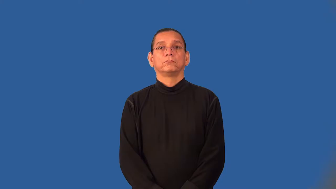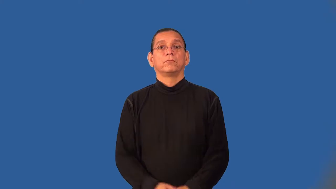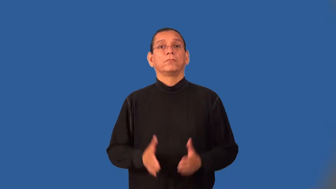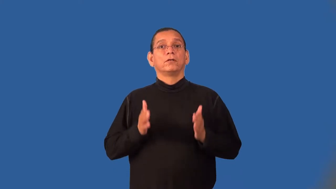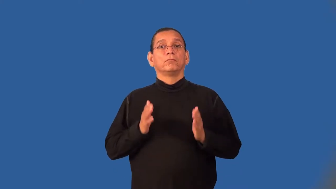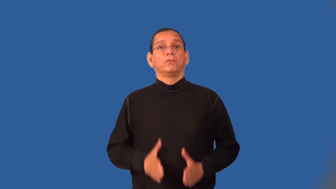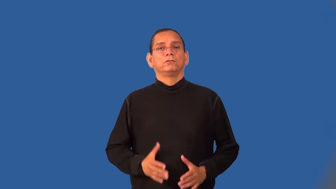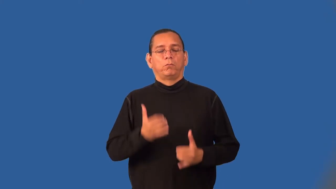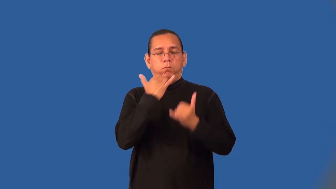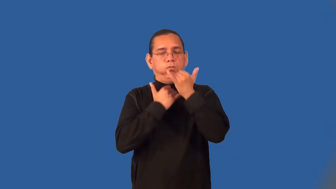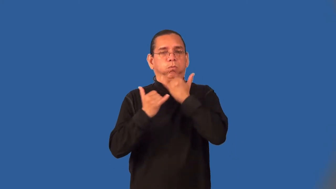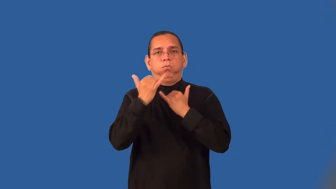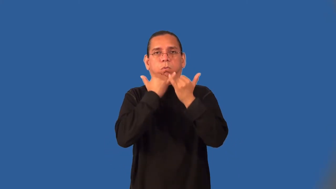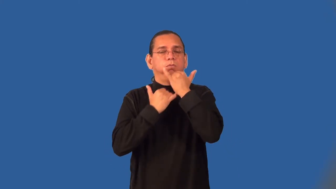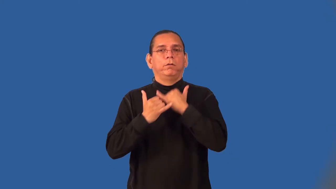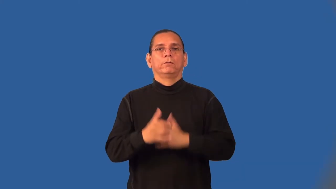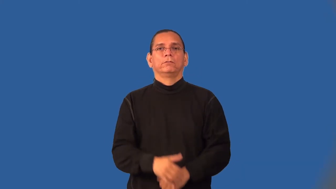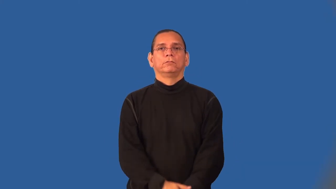blunderer